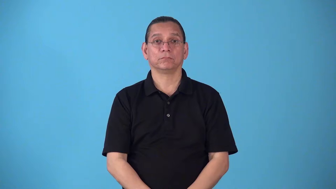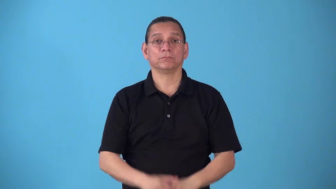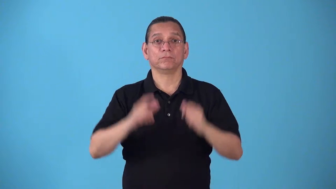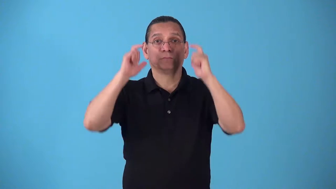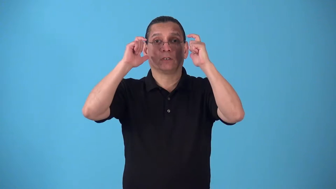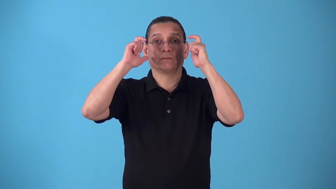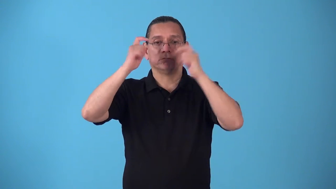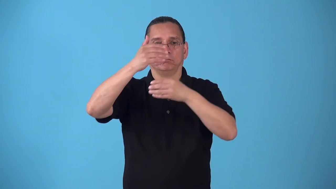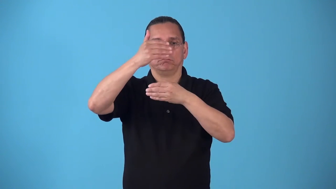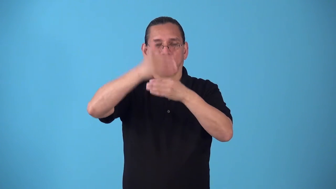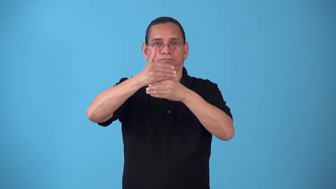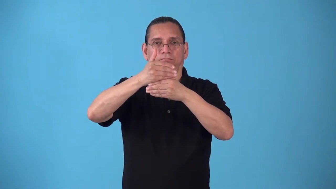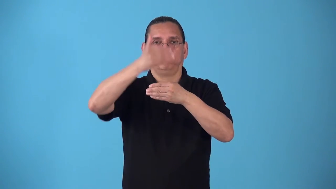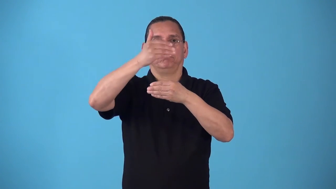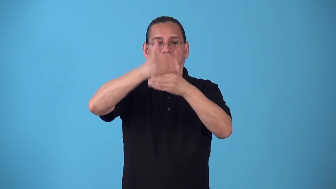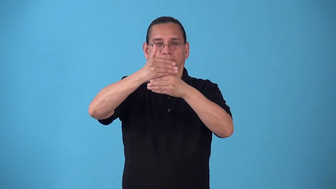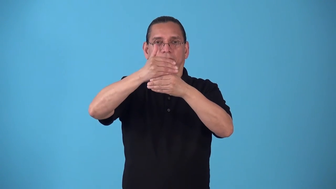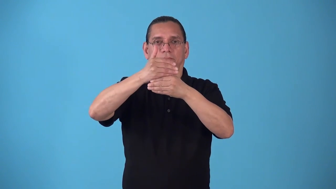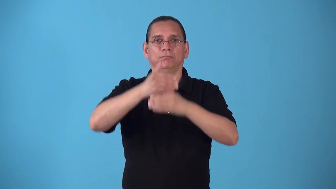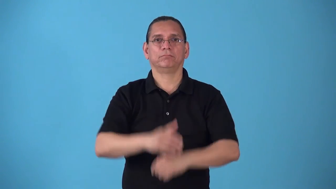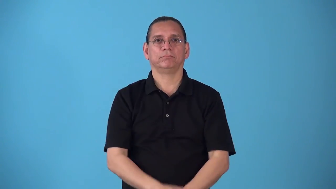shutter-close shutters